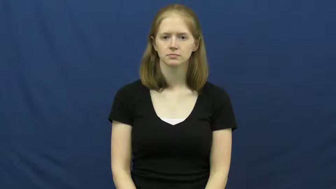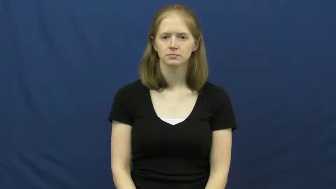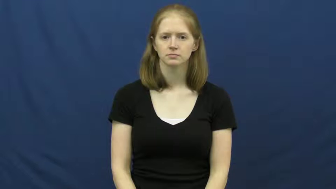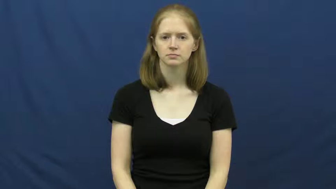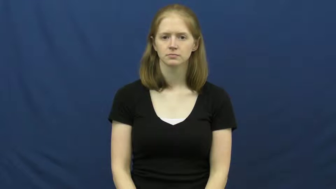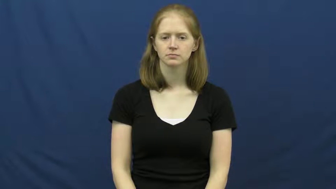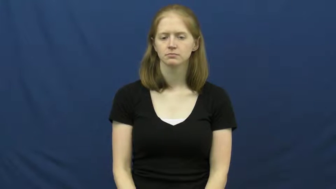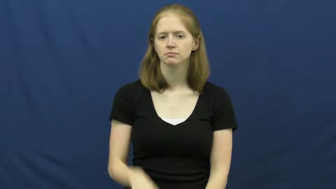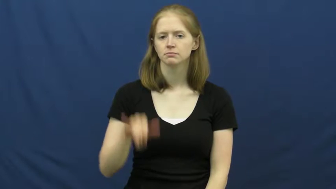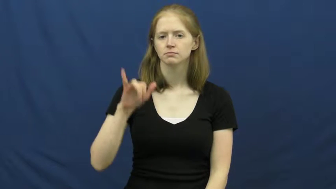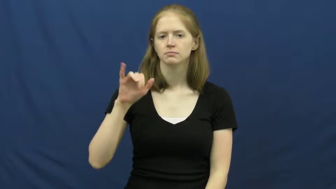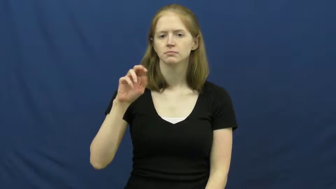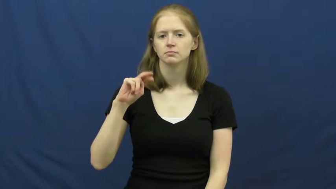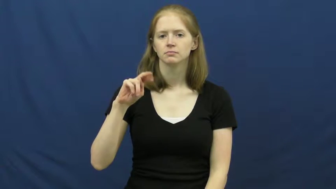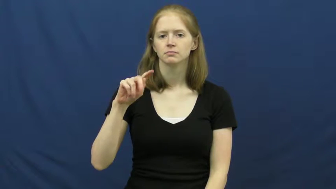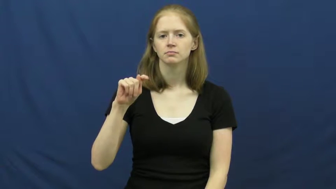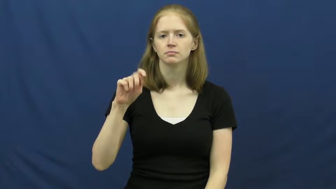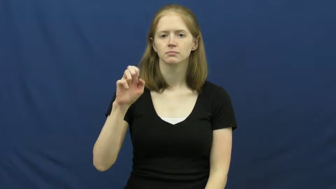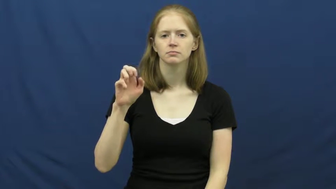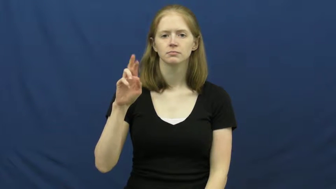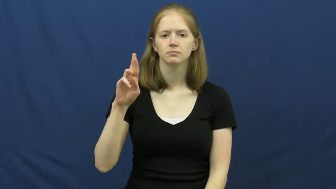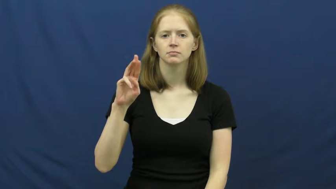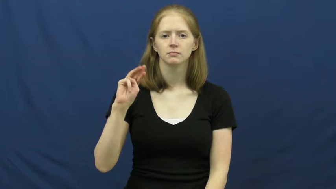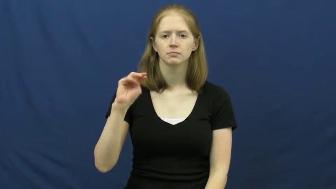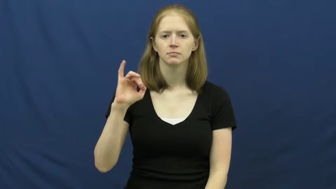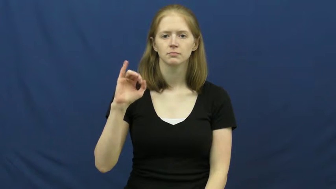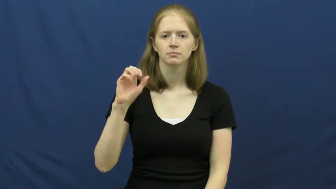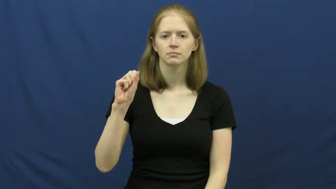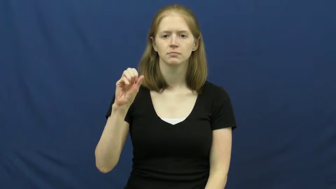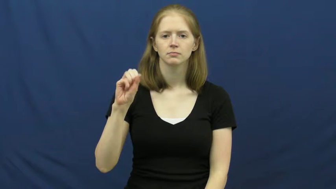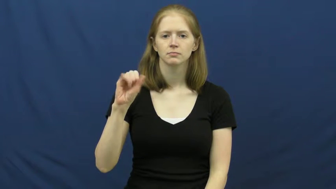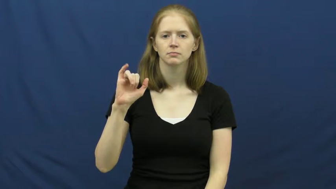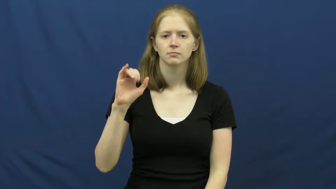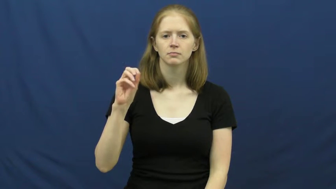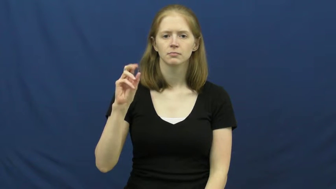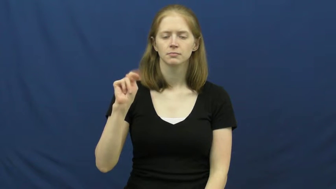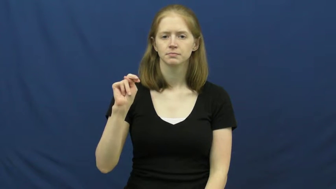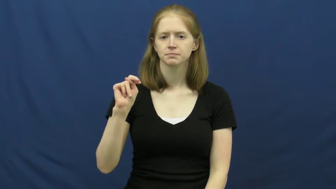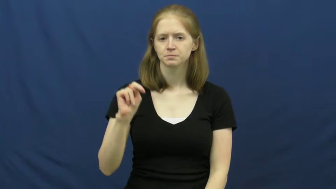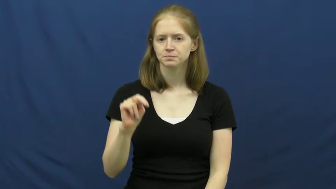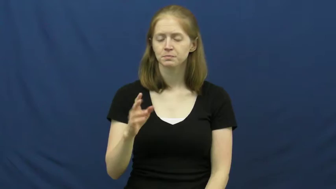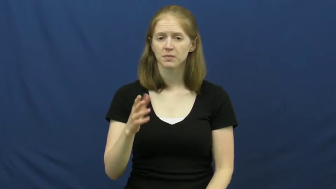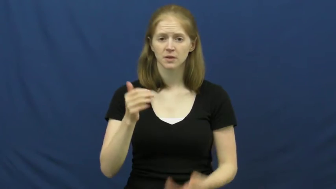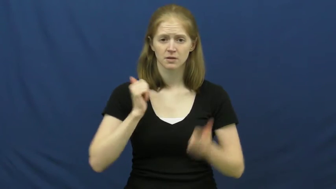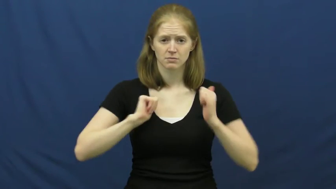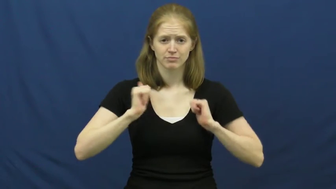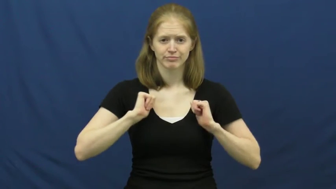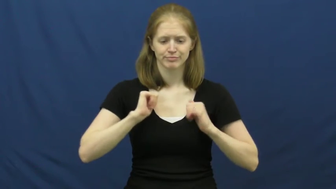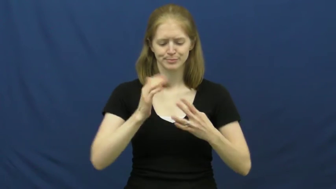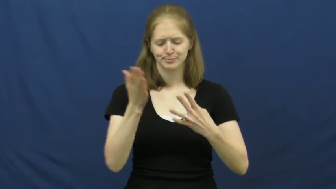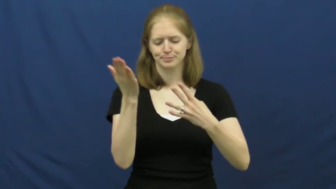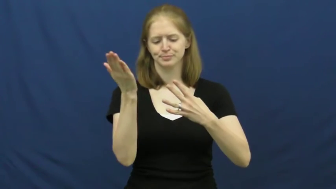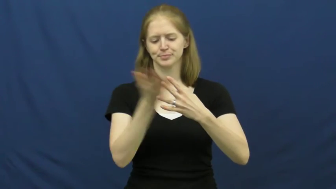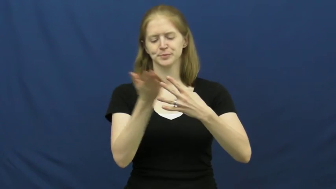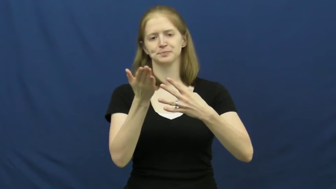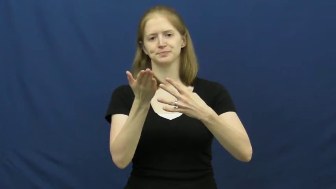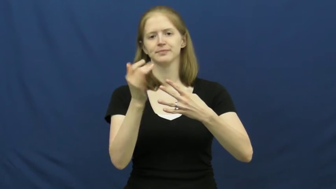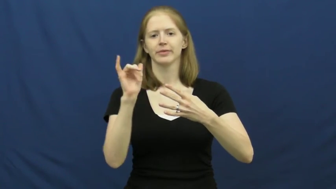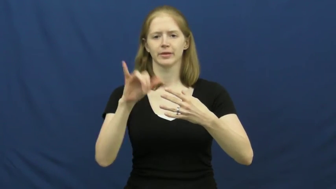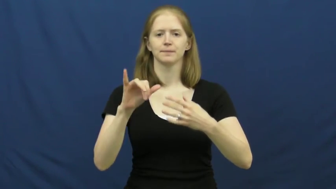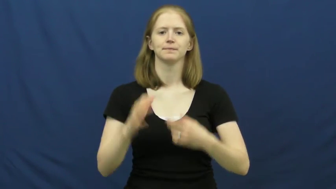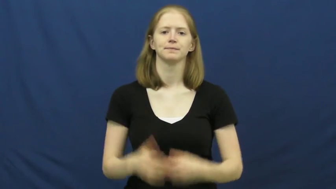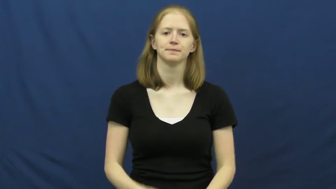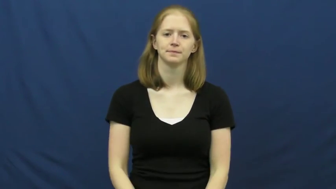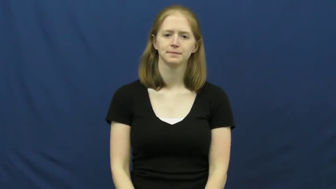intermission